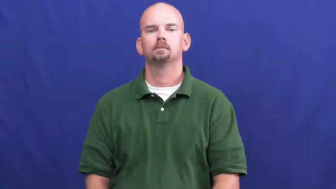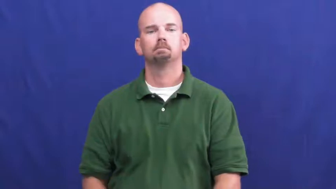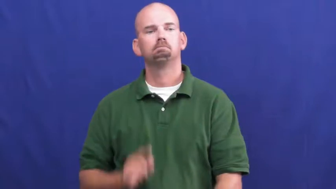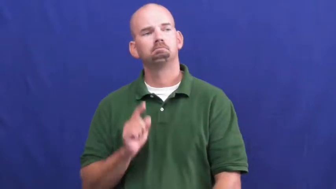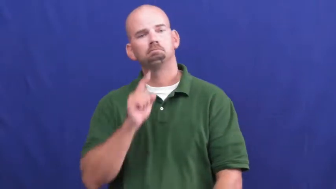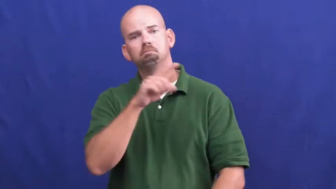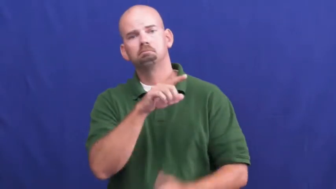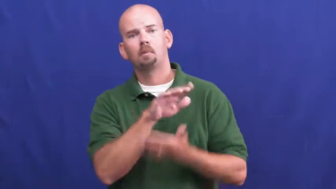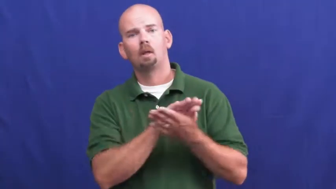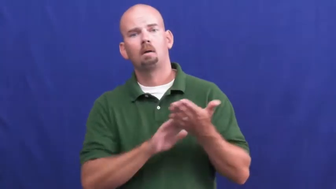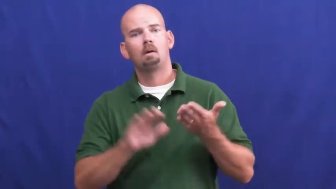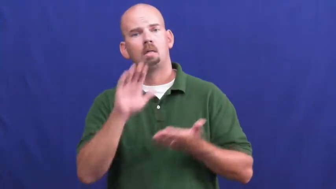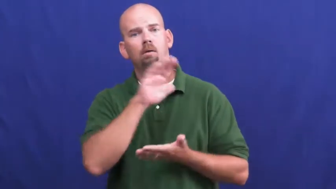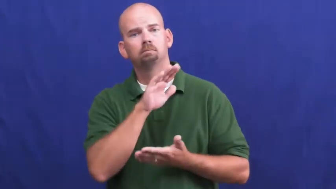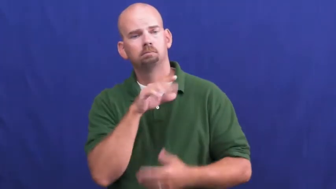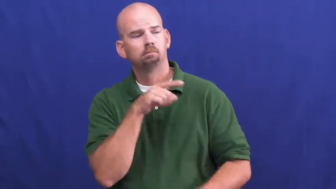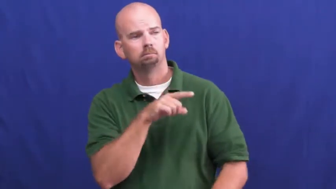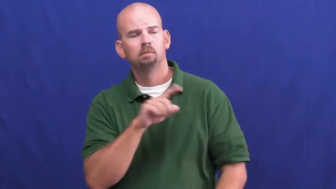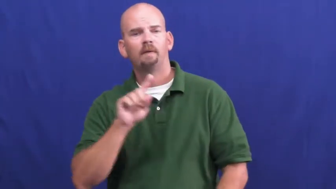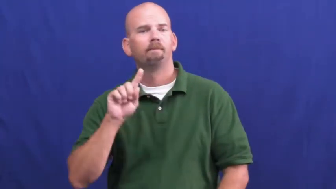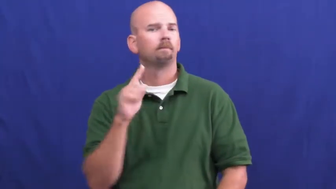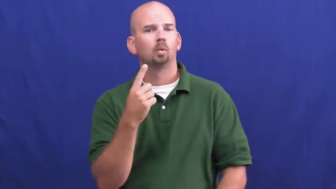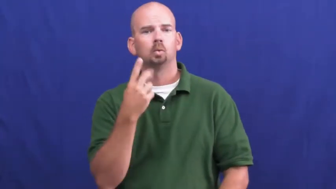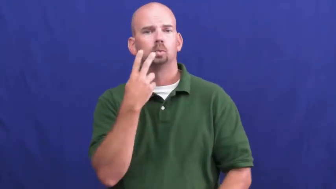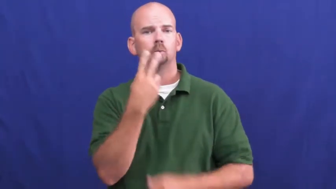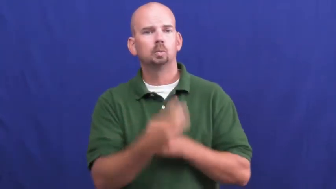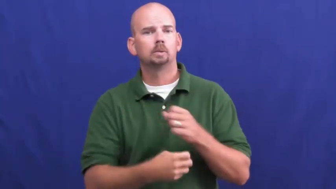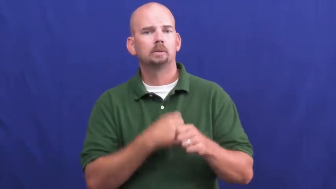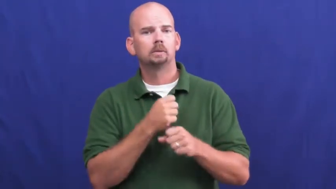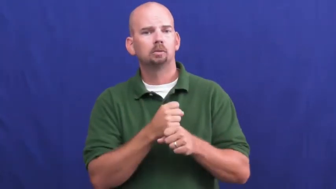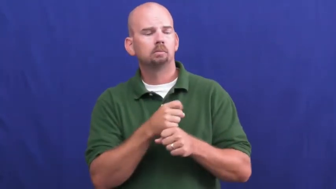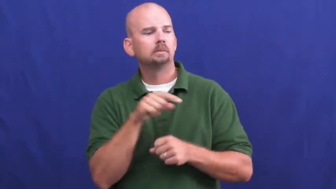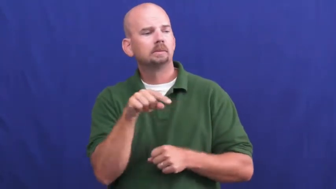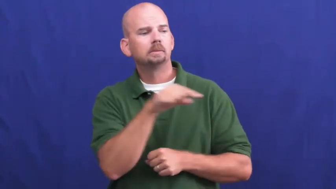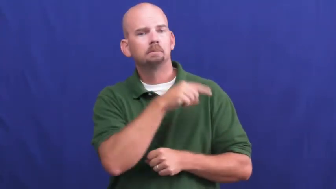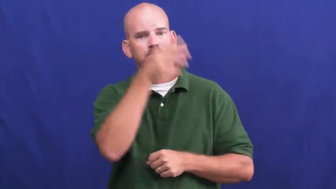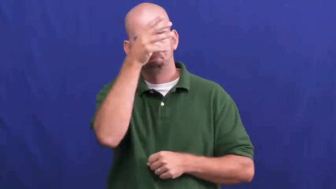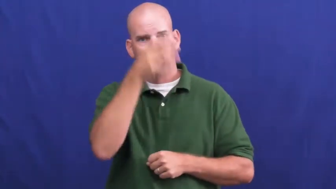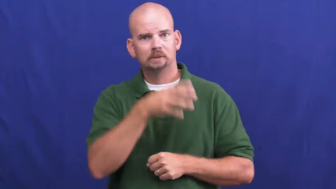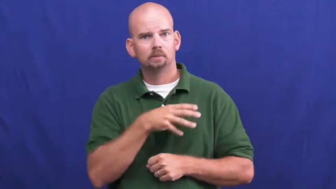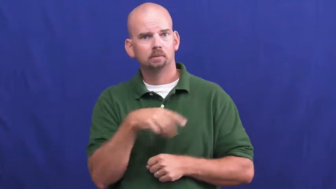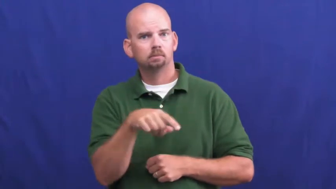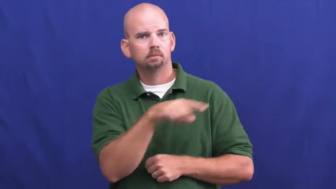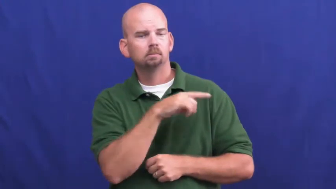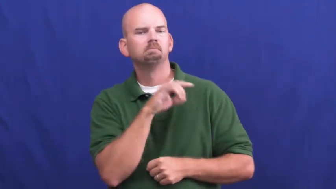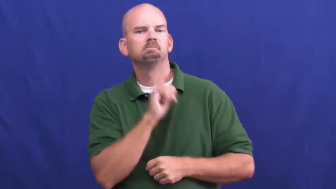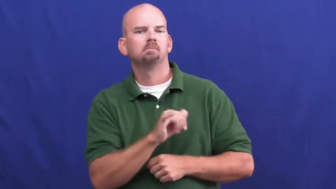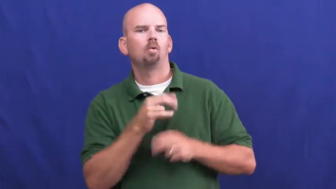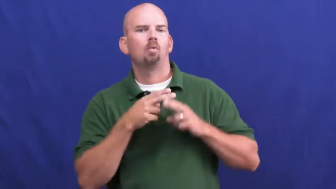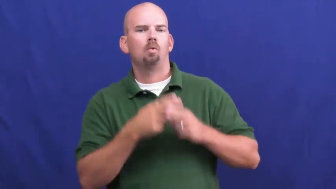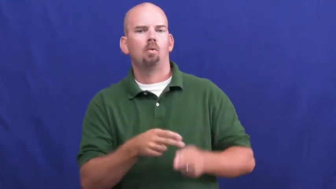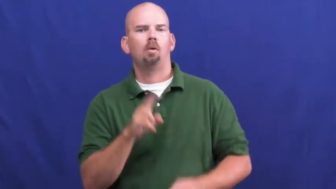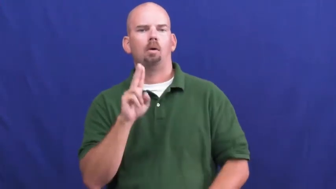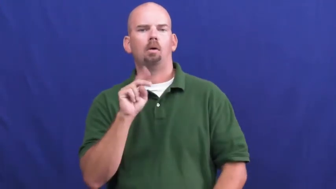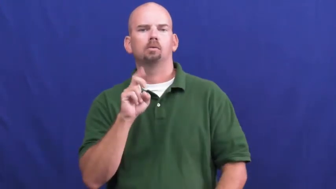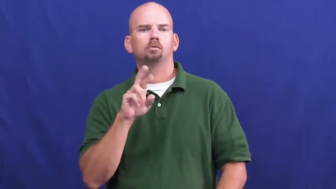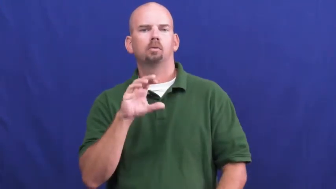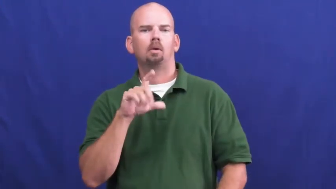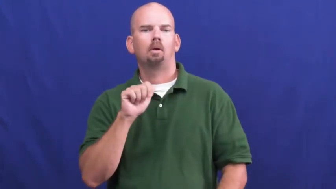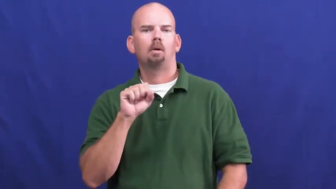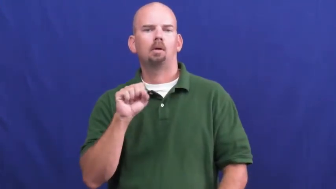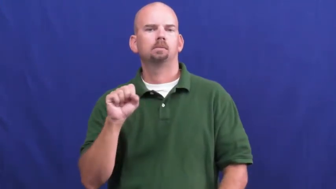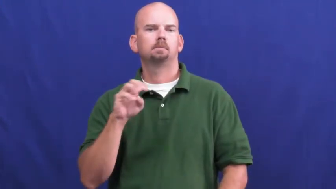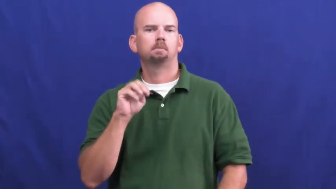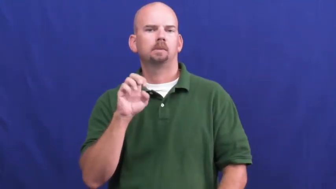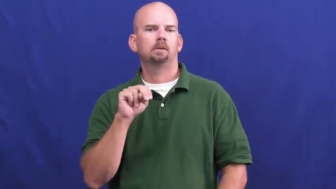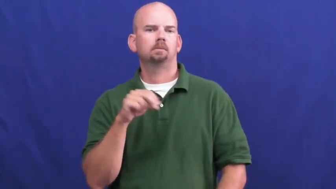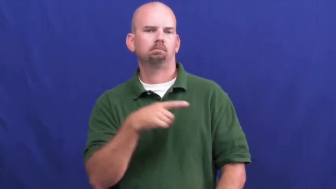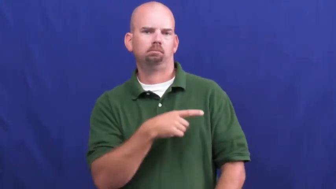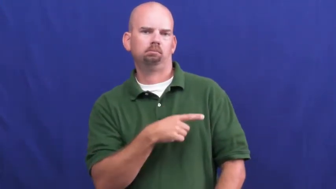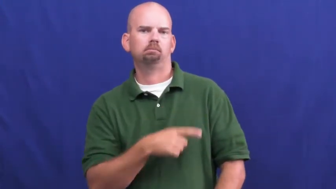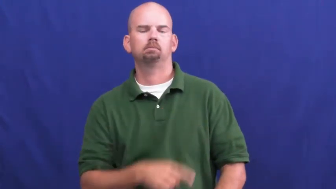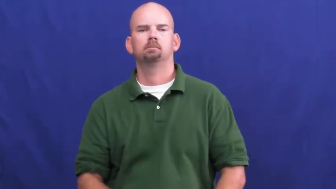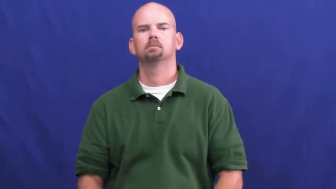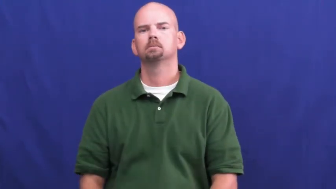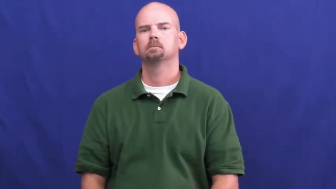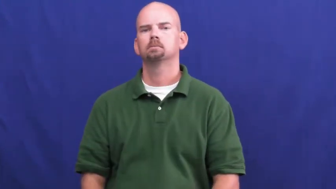underclassman